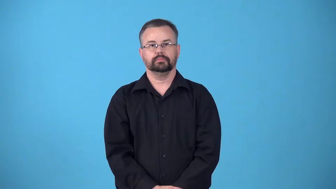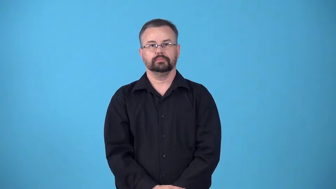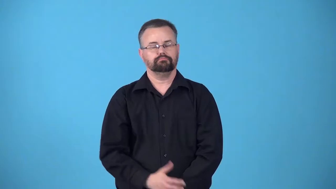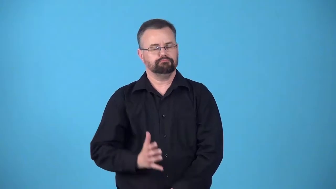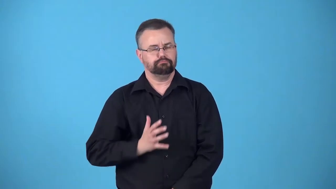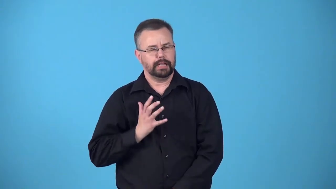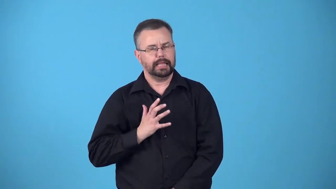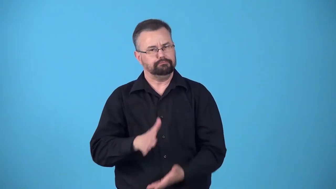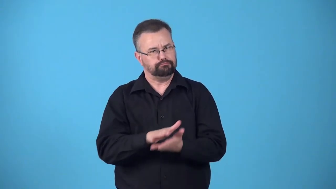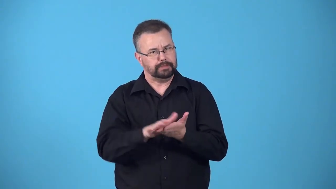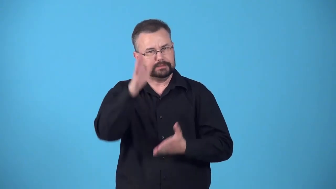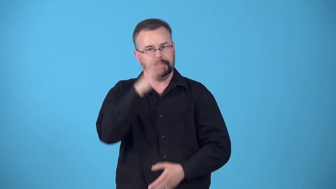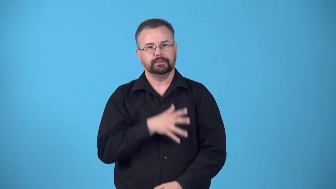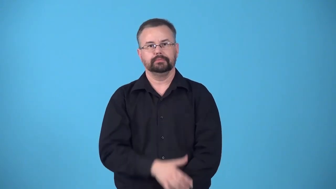gentlemanlike,gentlemanly